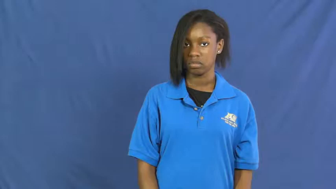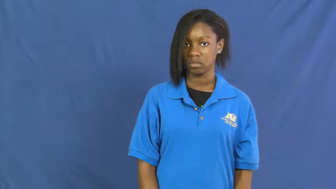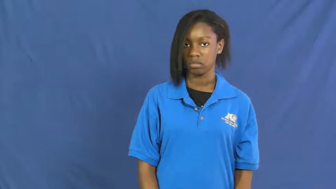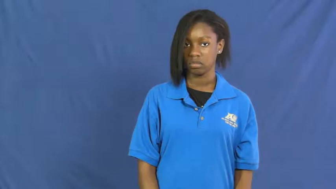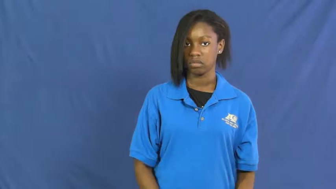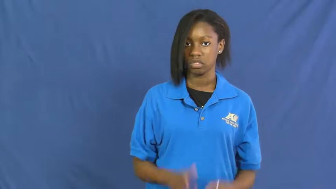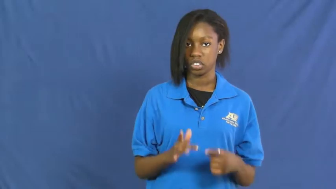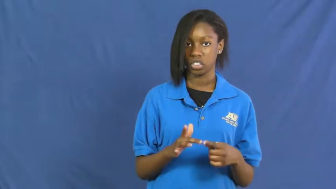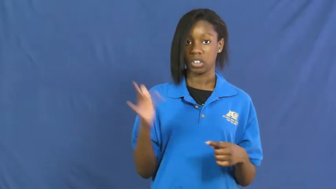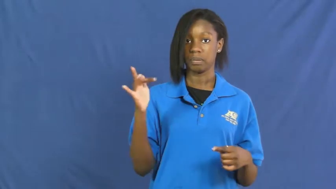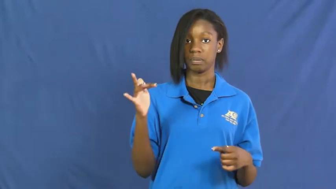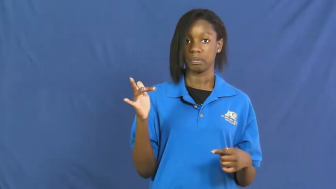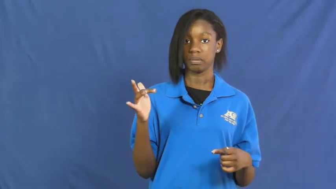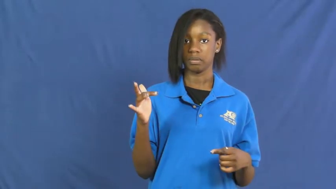sharp